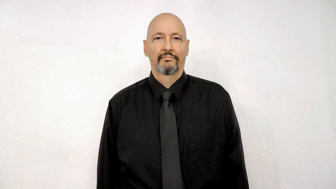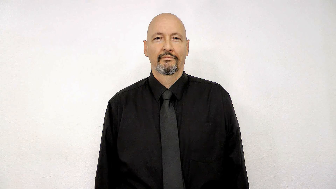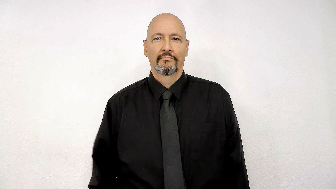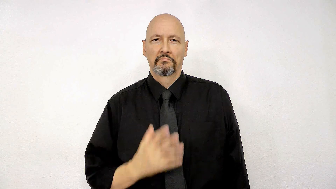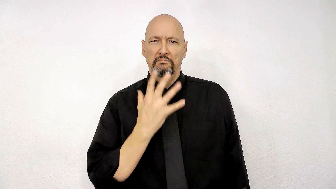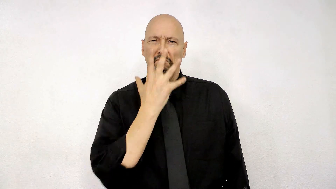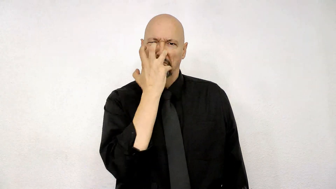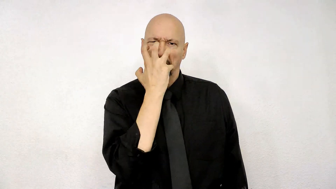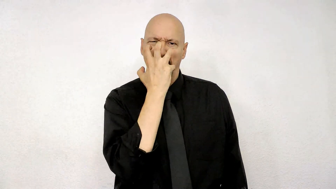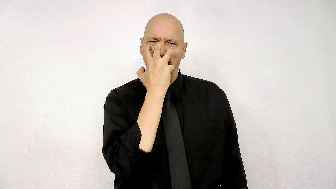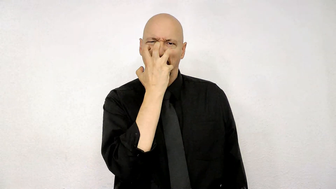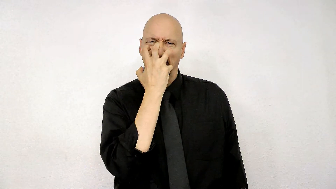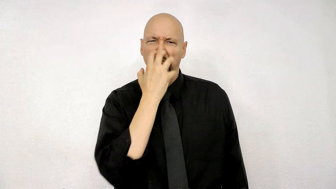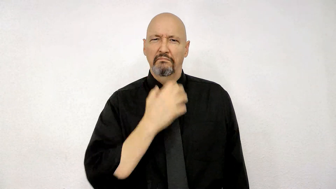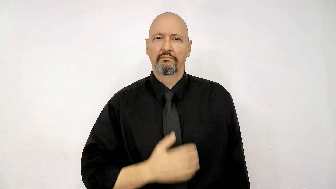mad